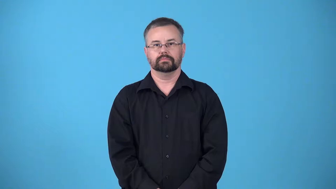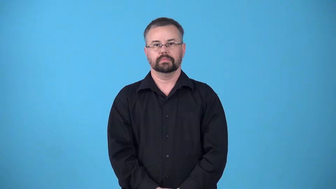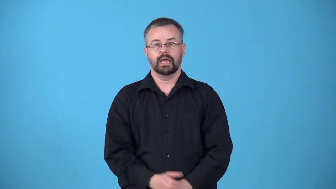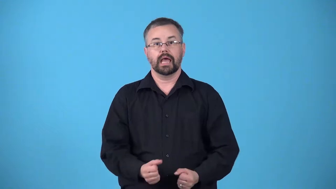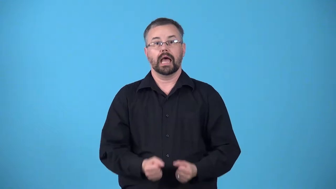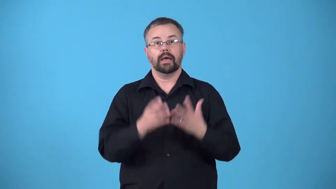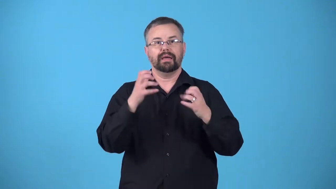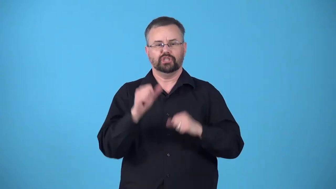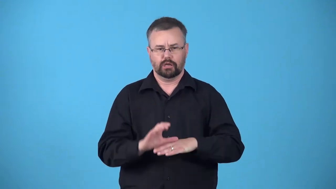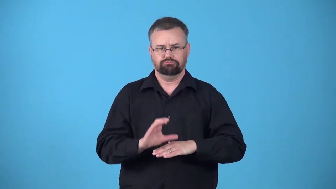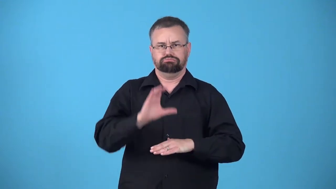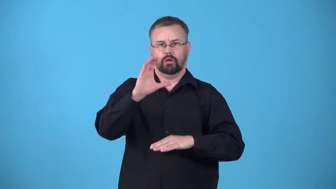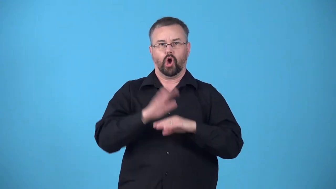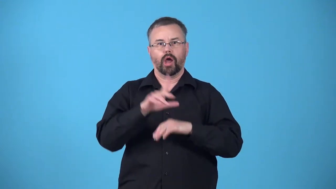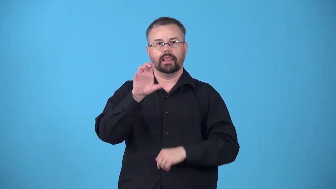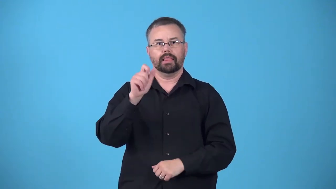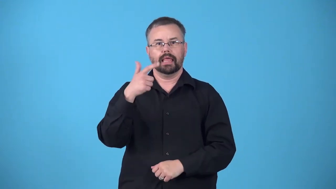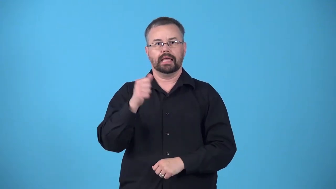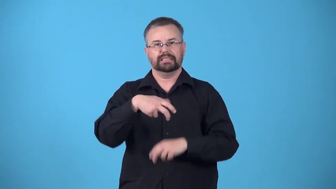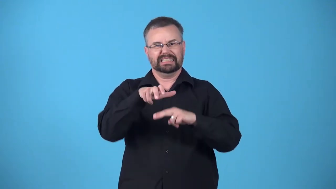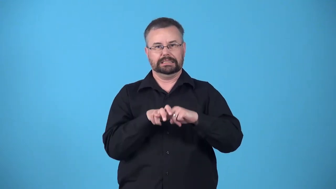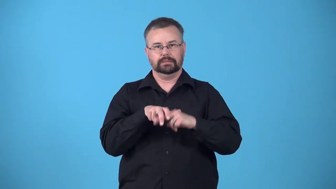lapful